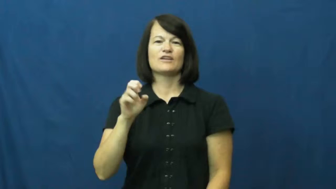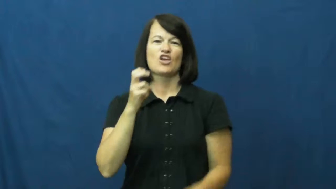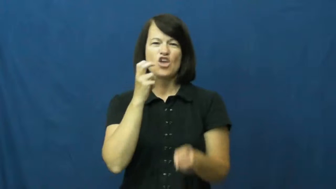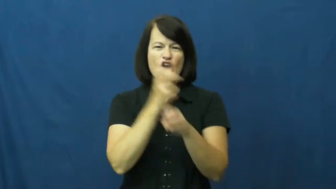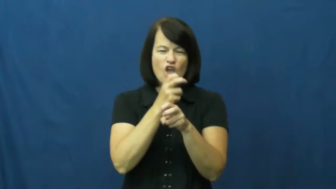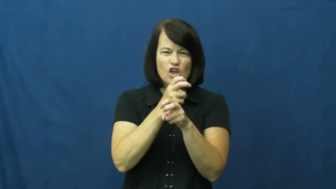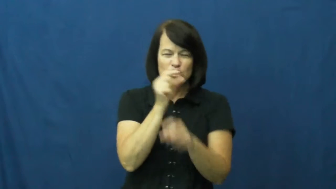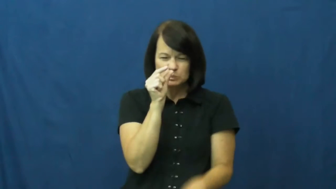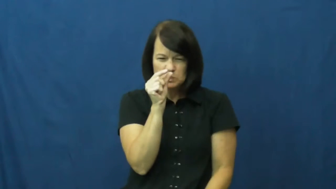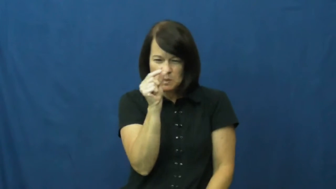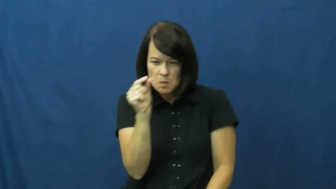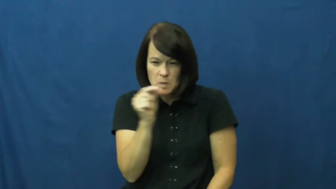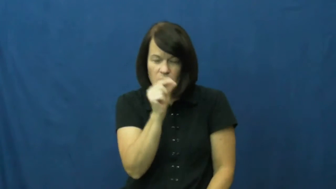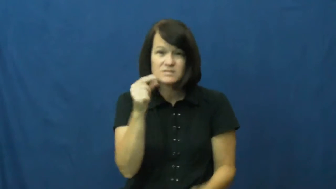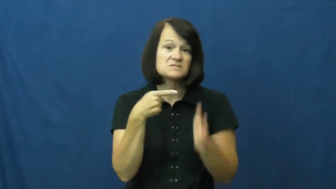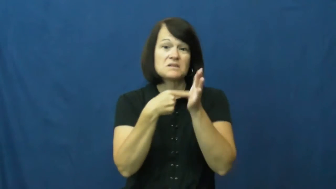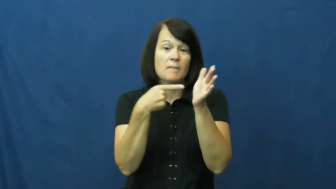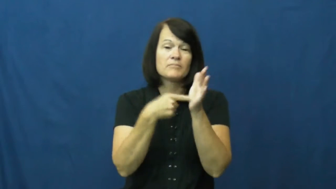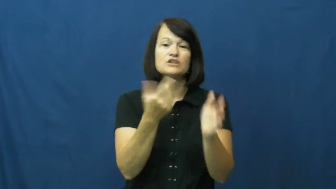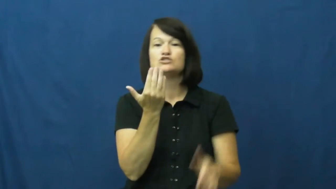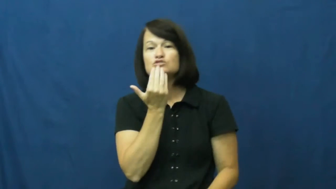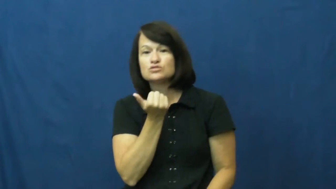crystal-flavor